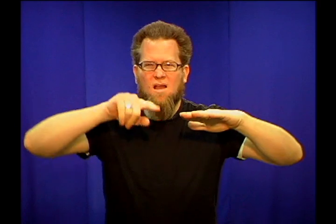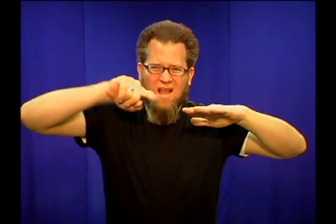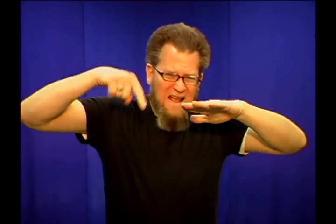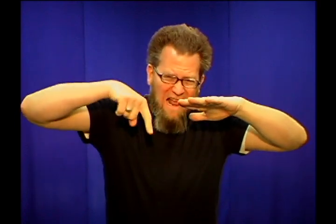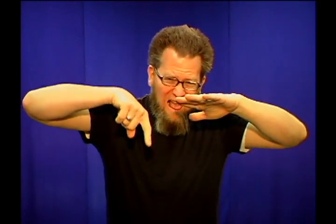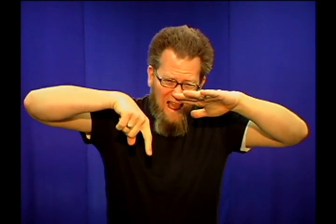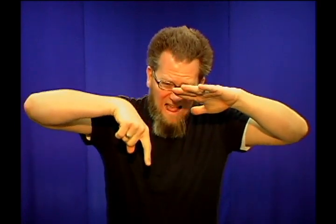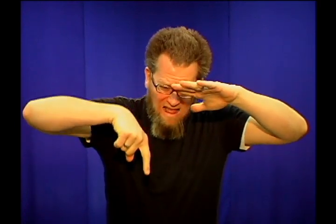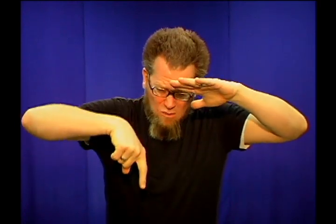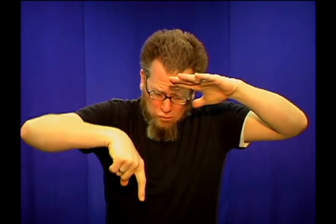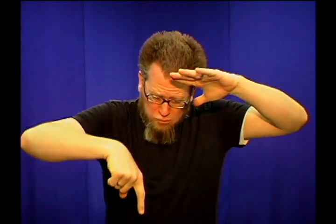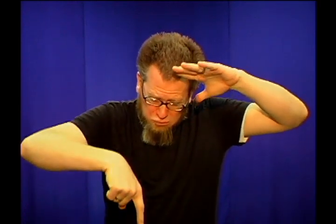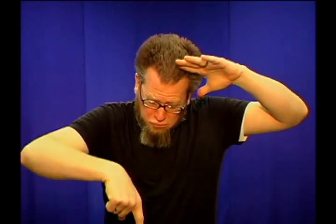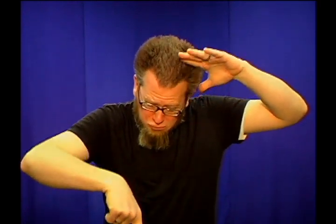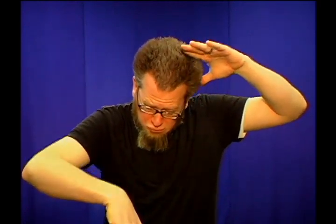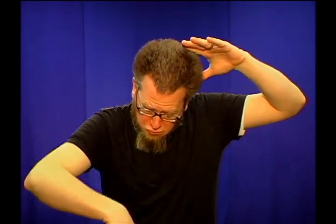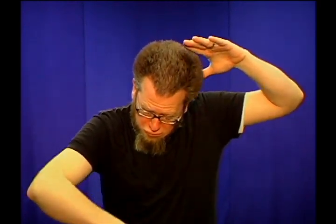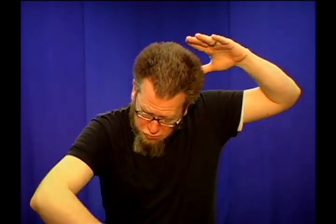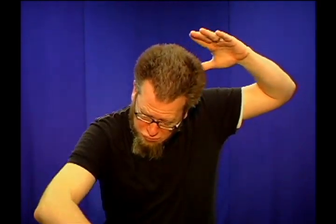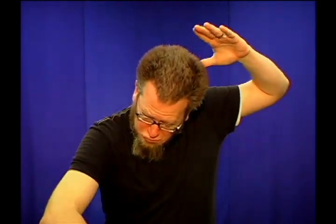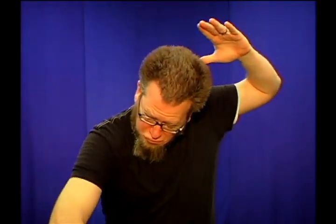sink